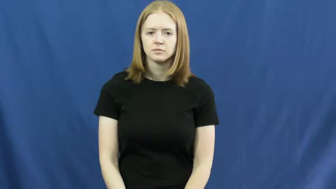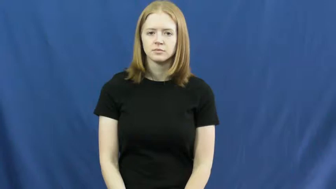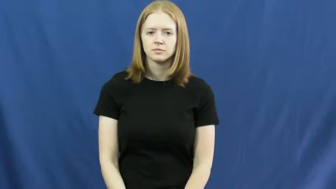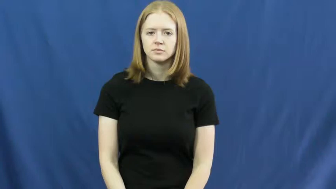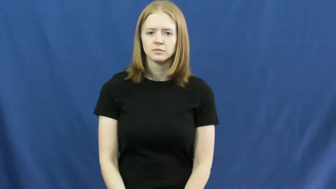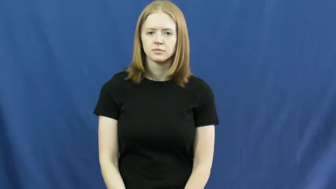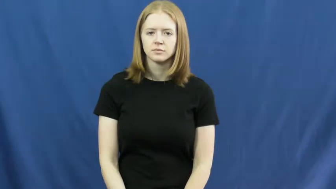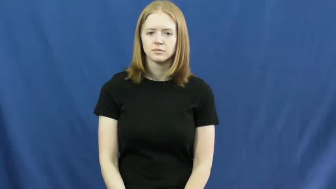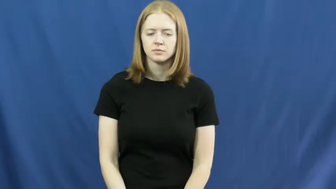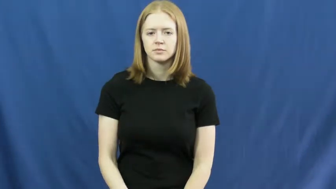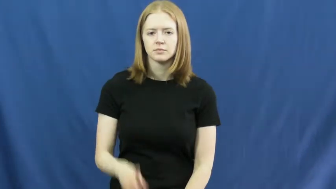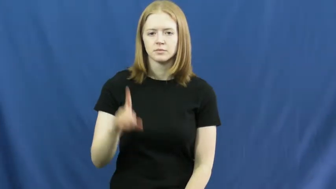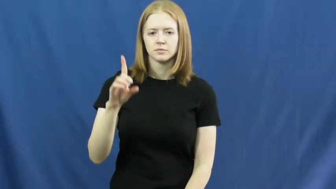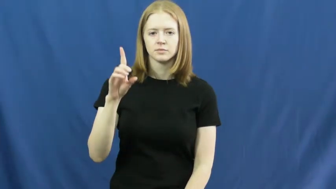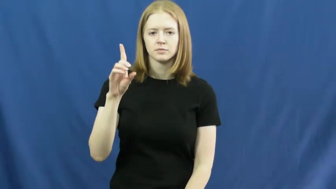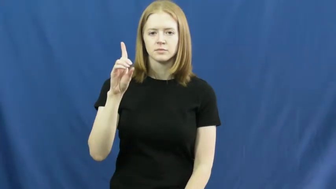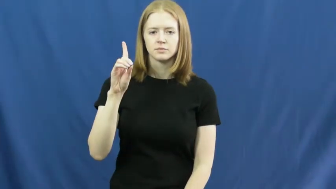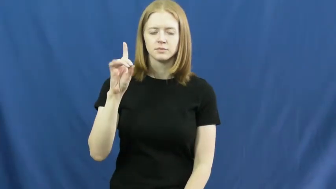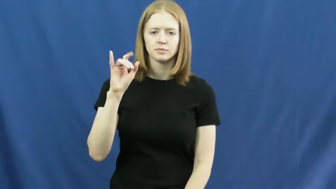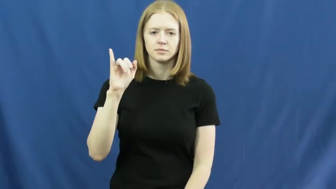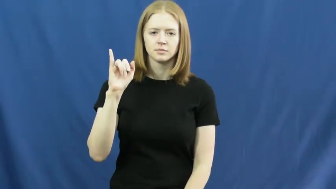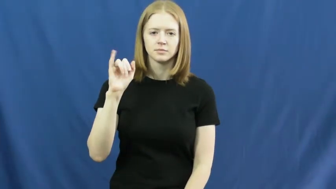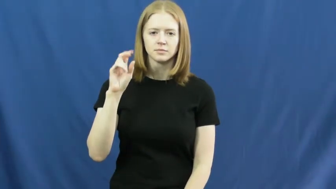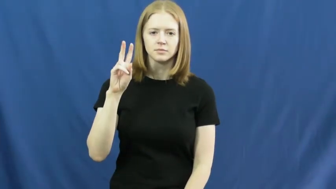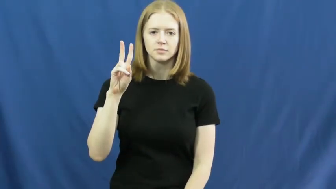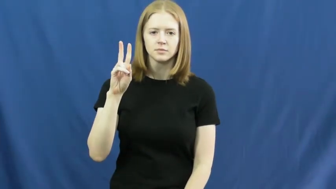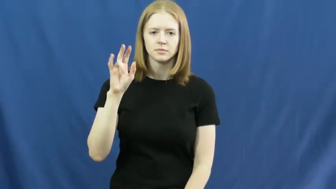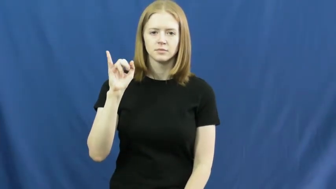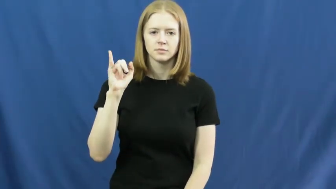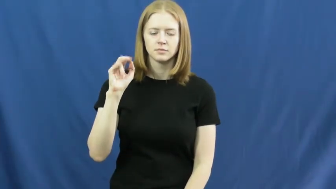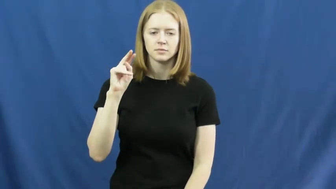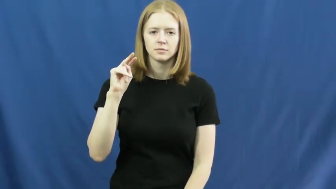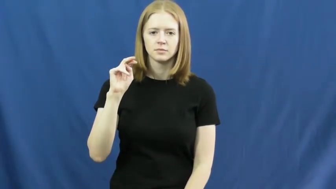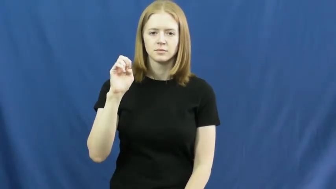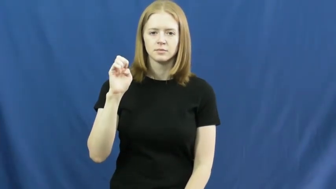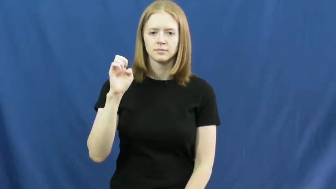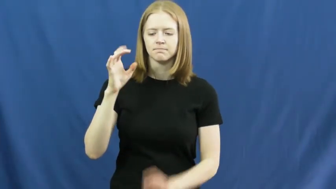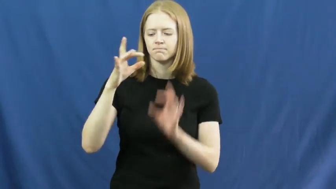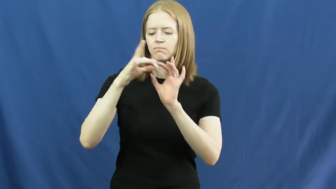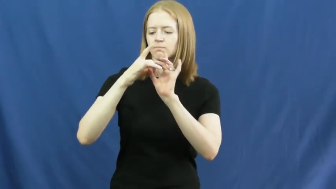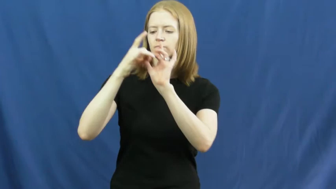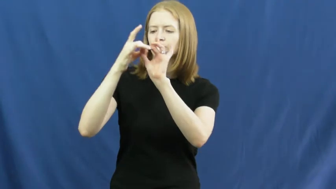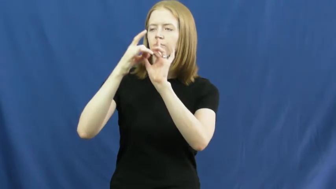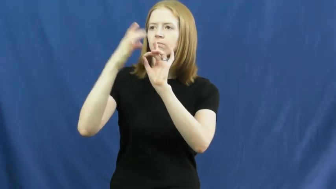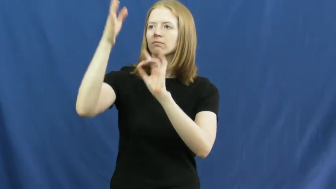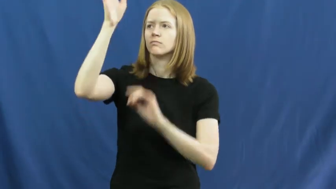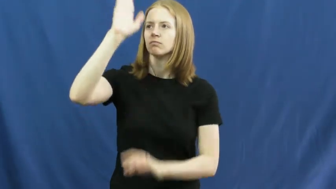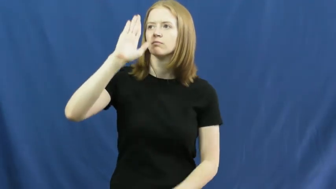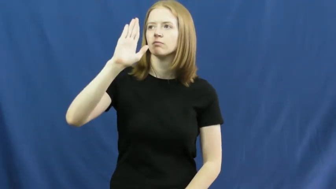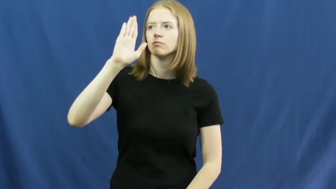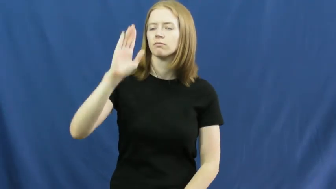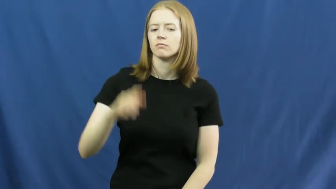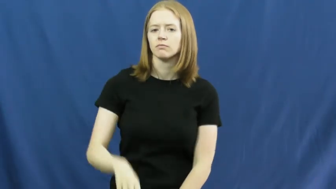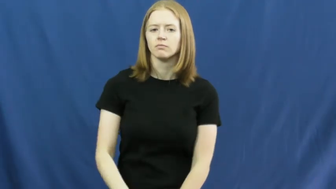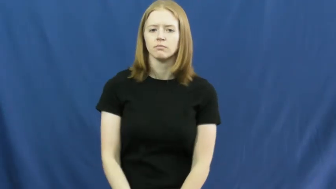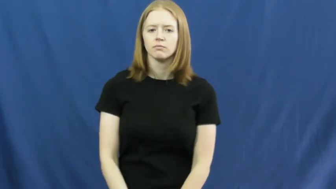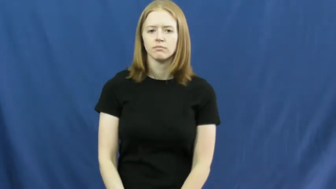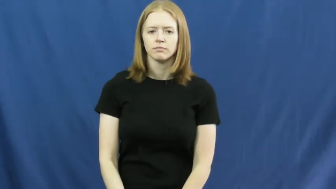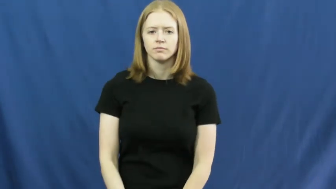divine